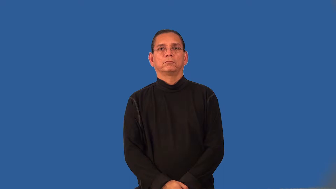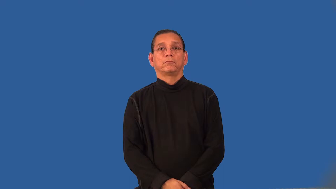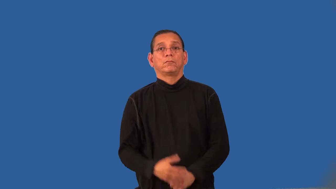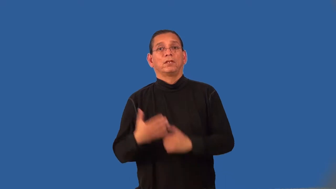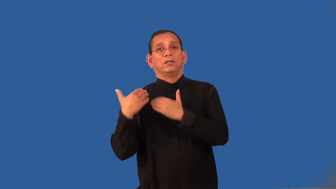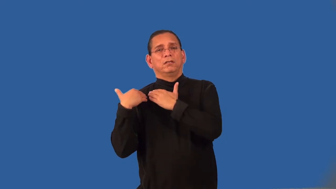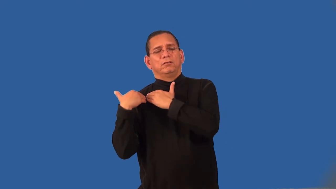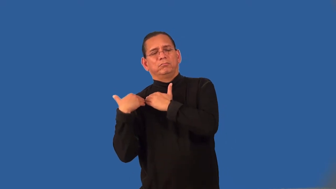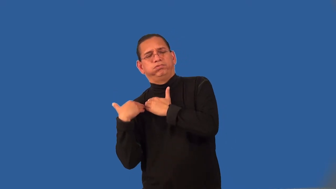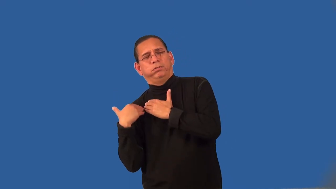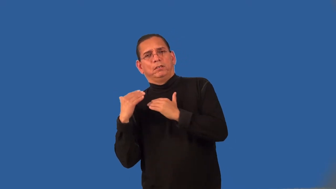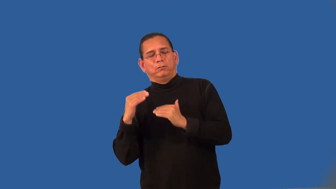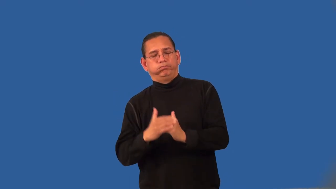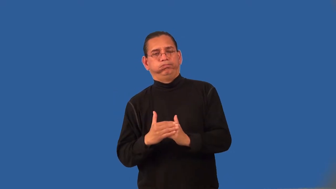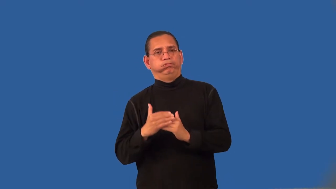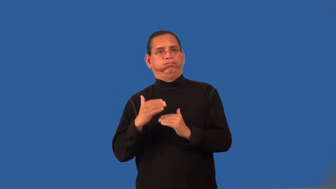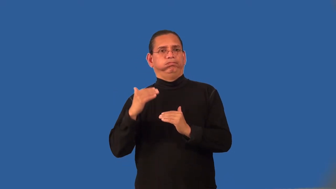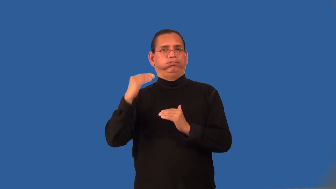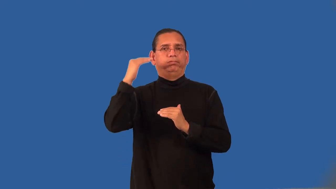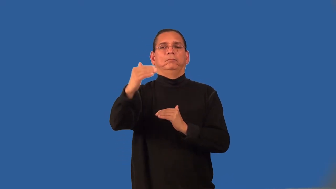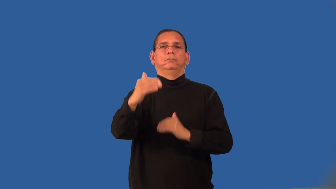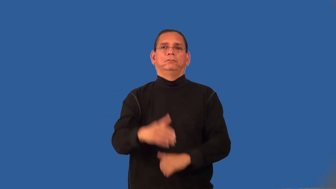overextend